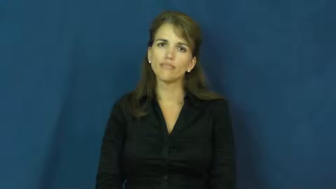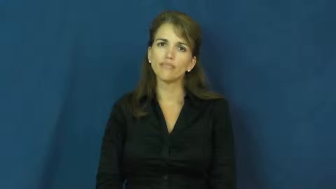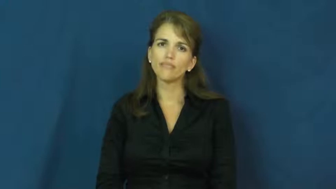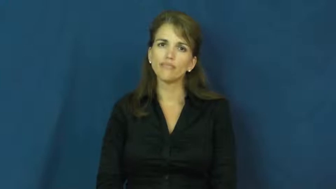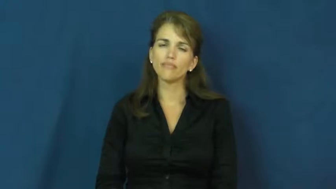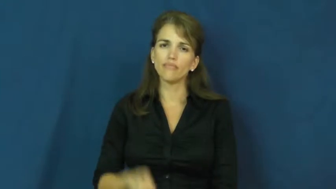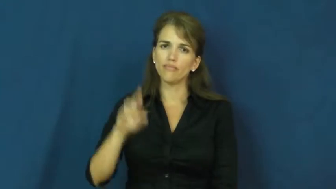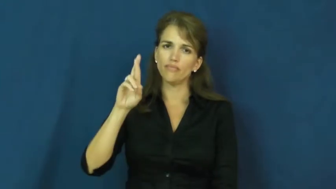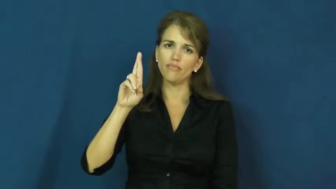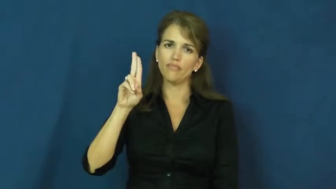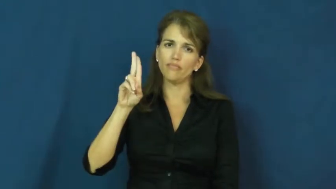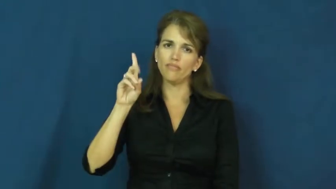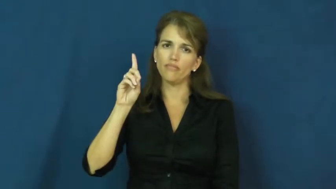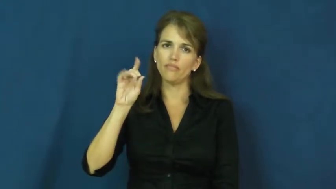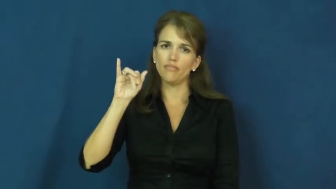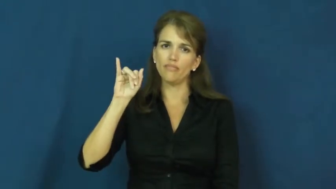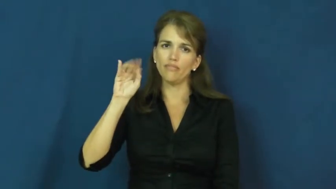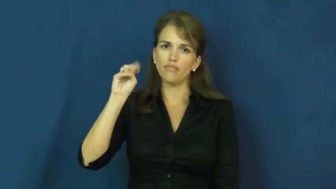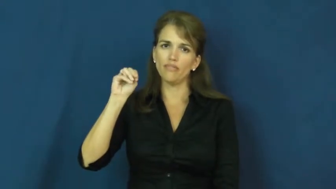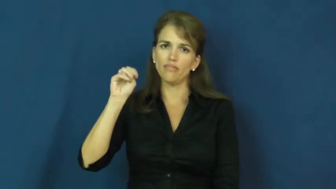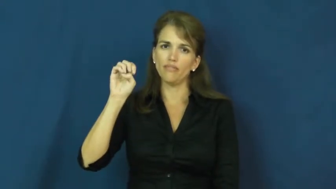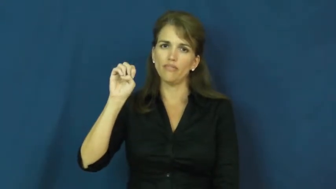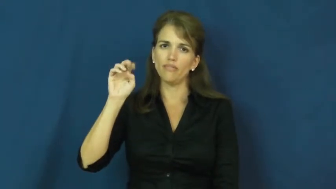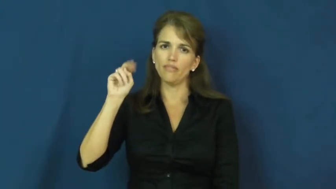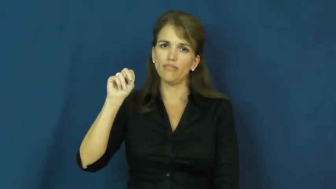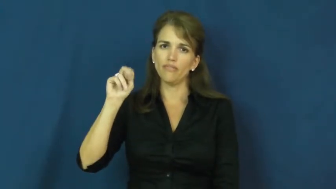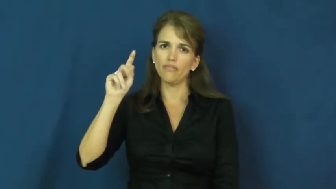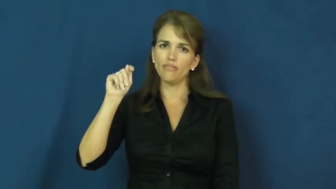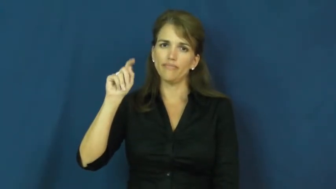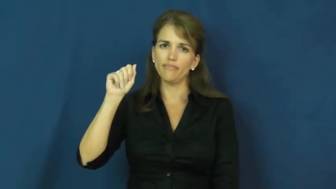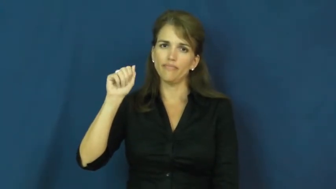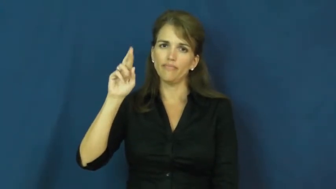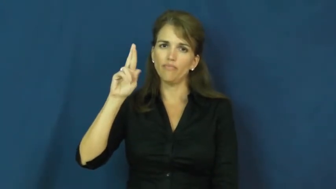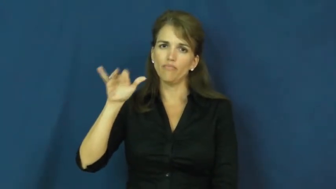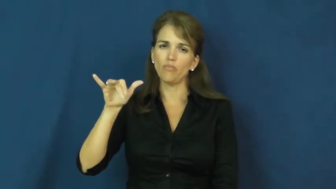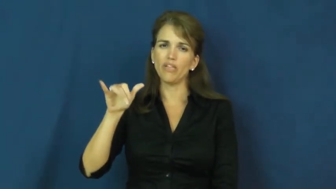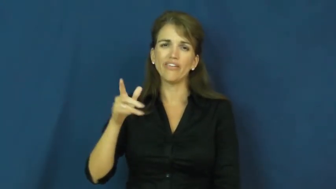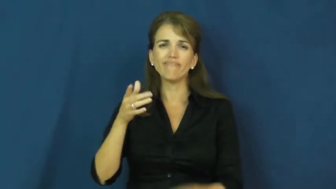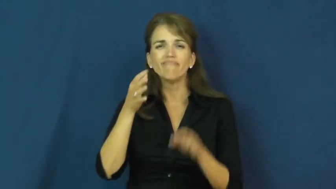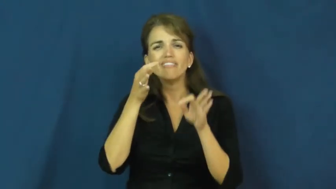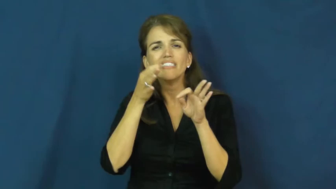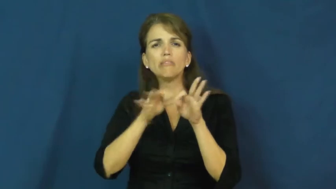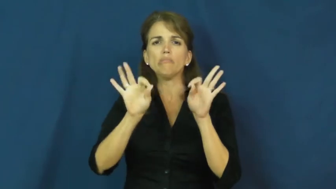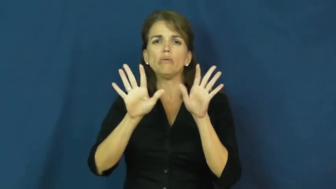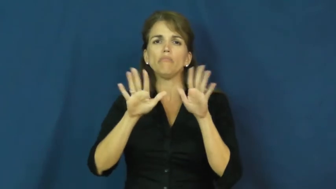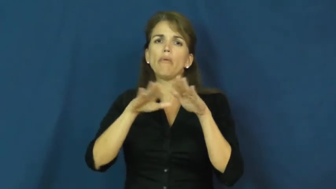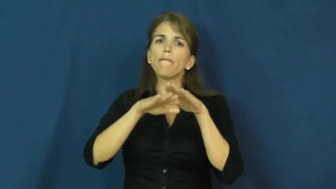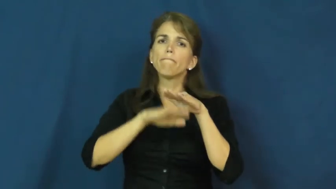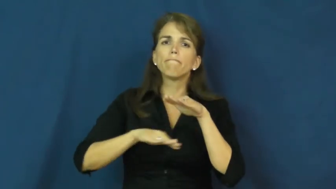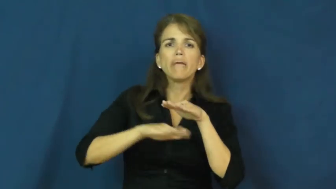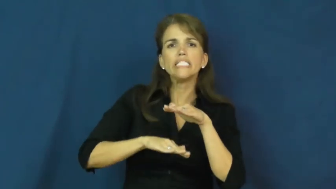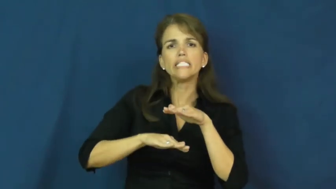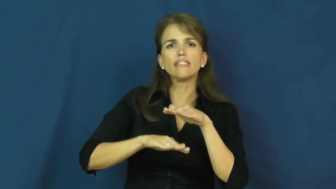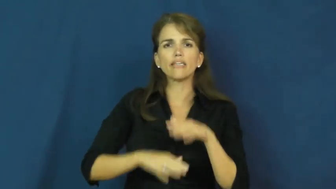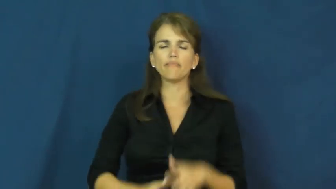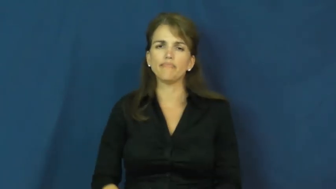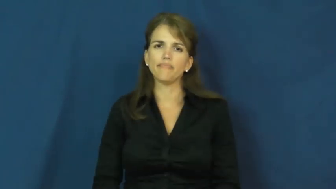rudiment,rudimentary